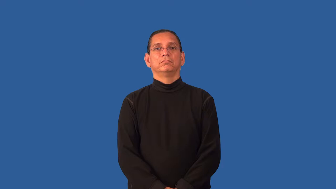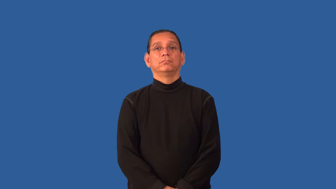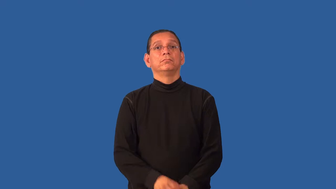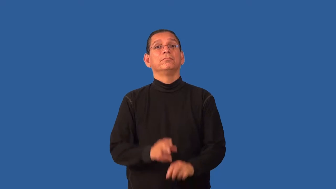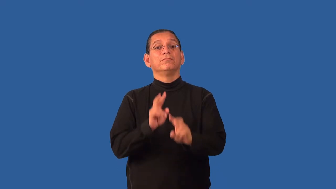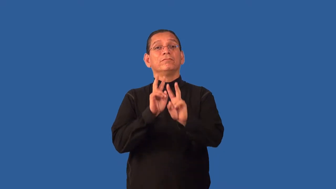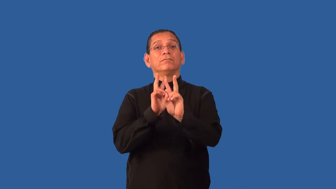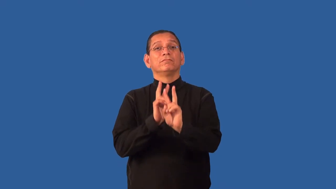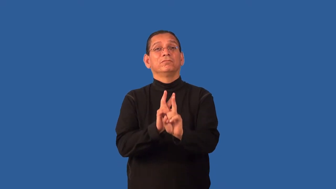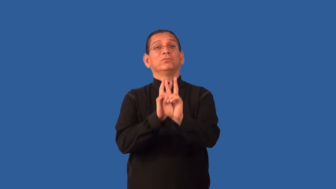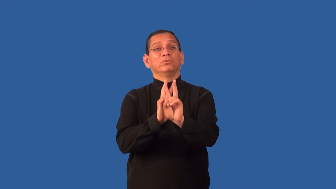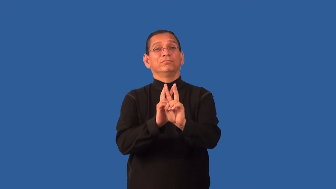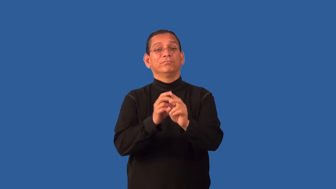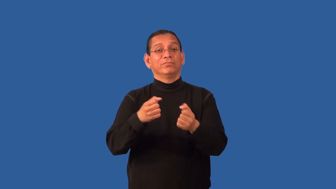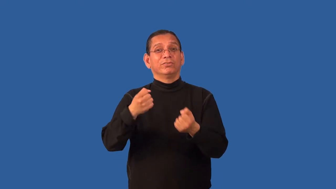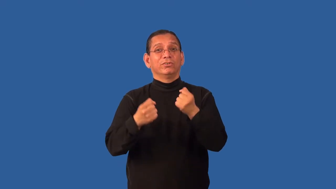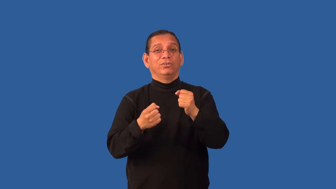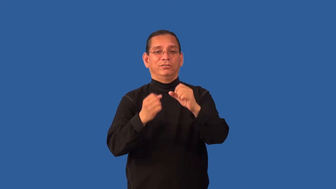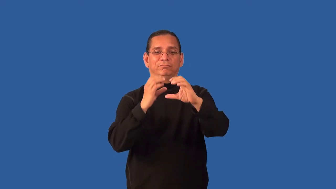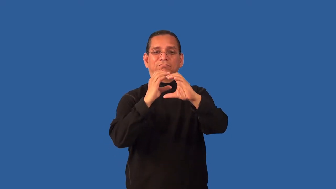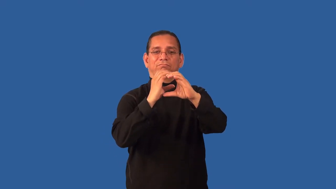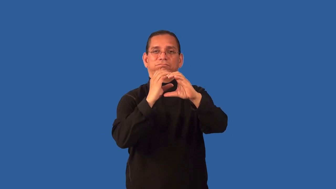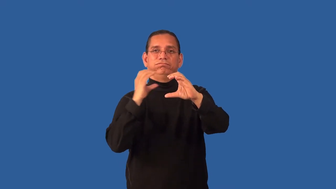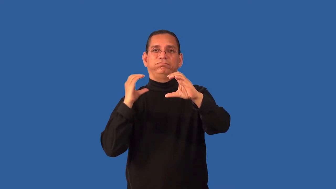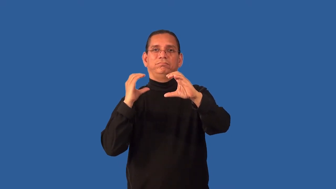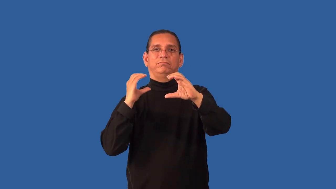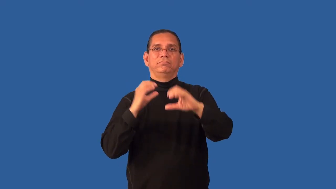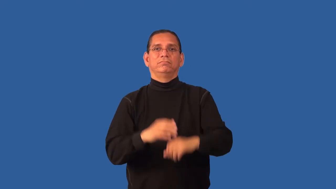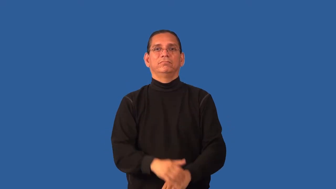hearse